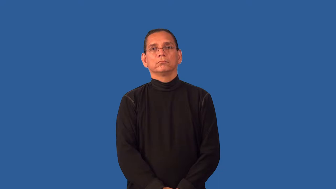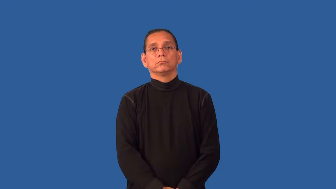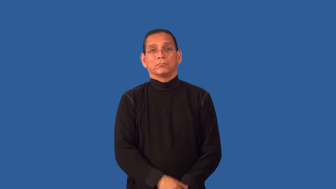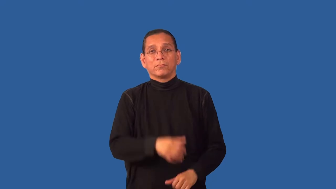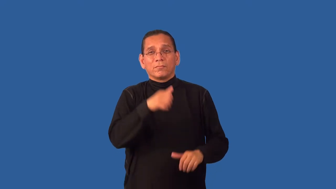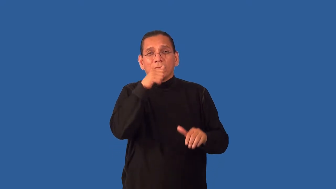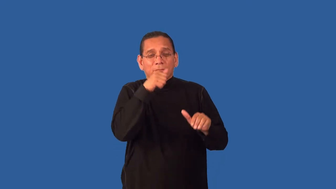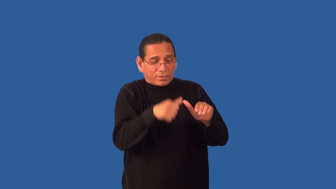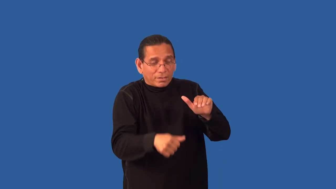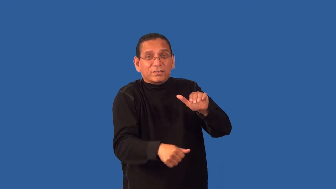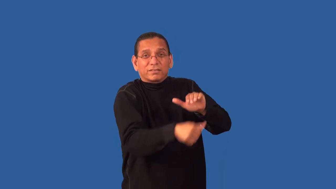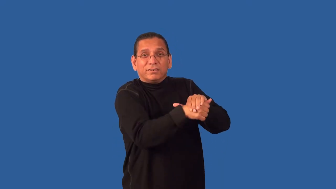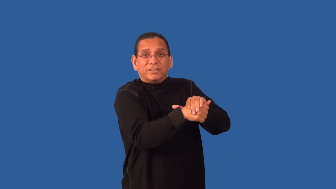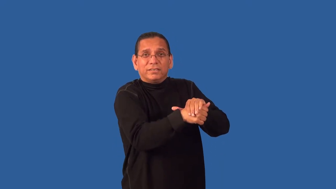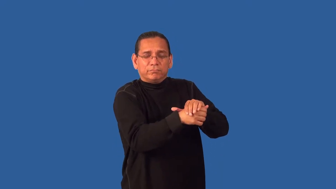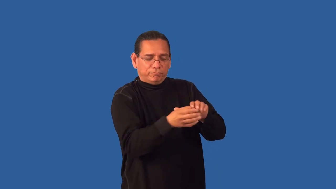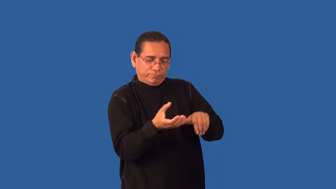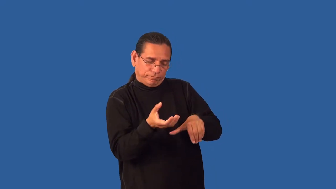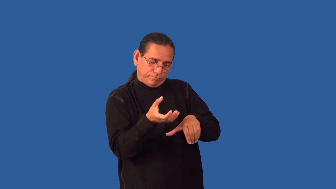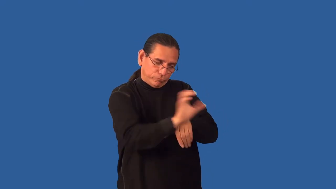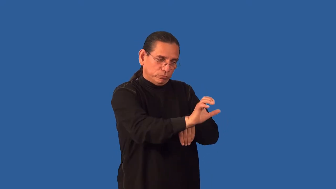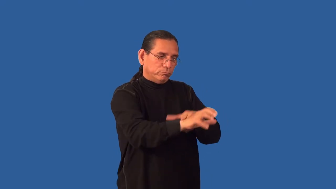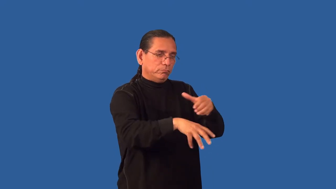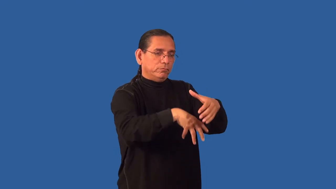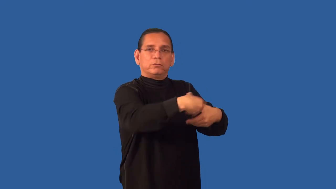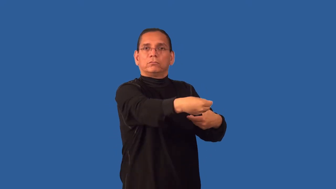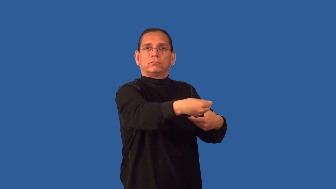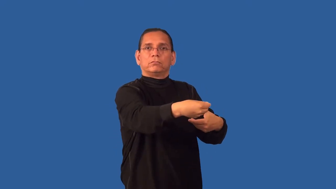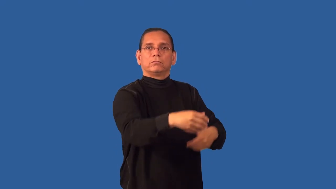flush-make animal flee